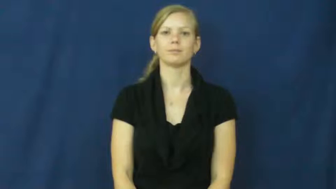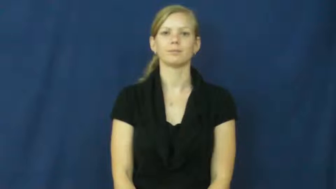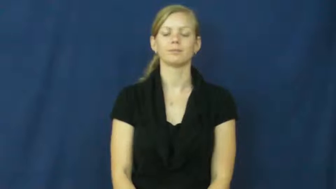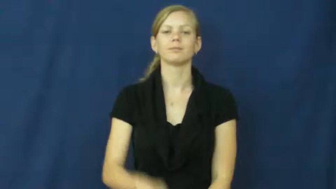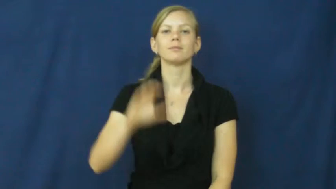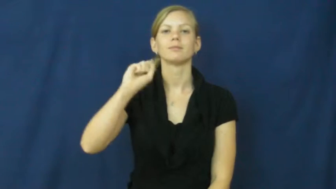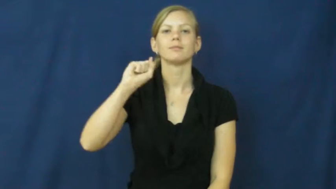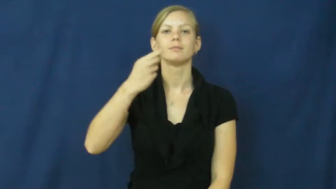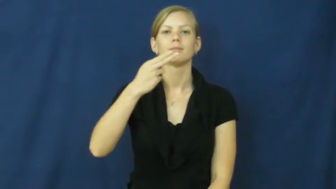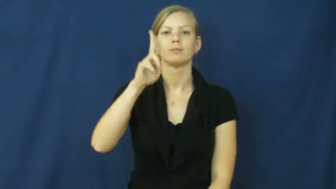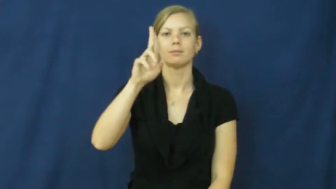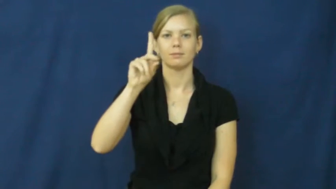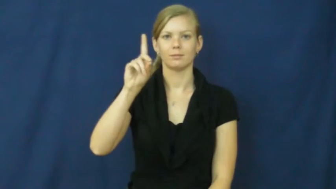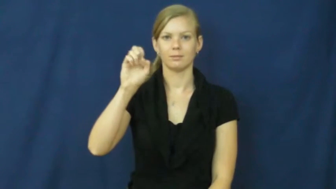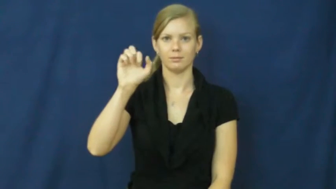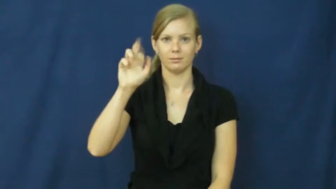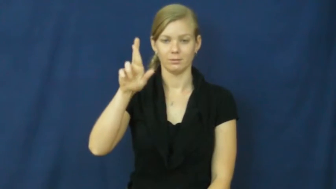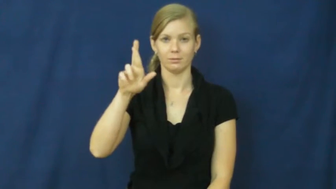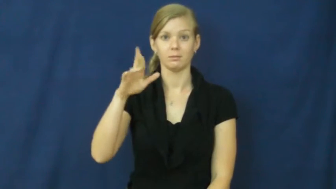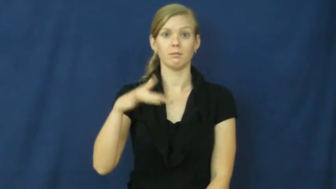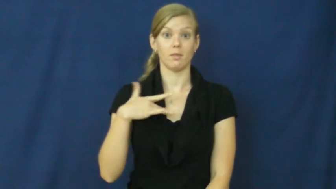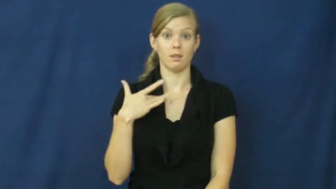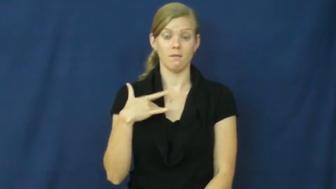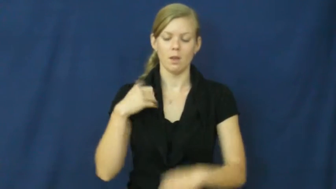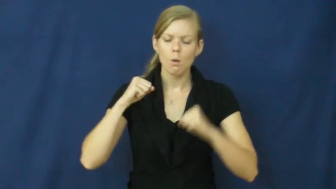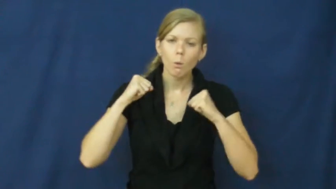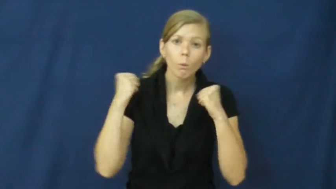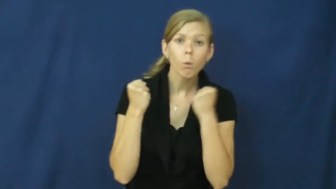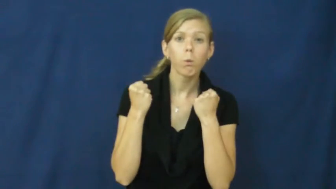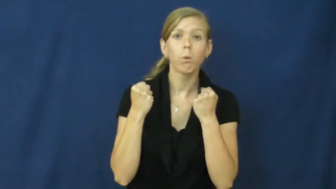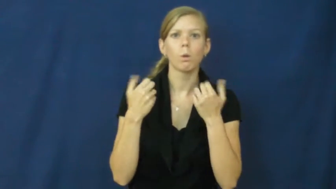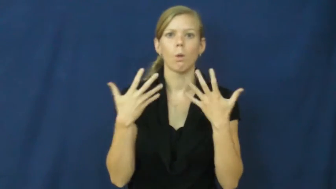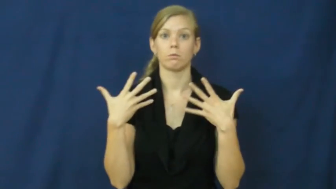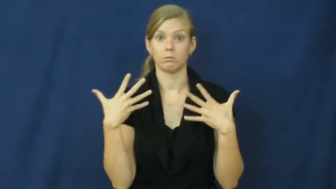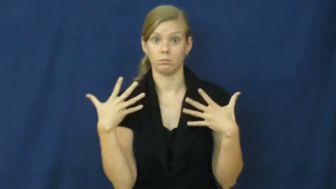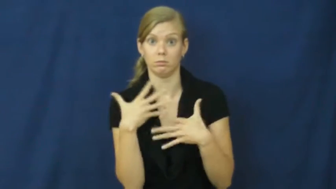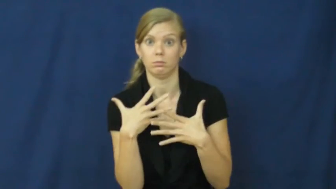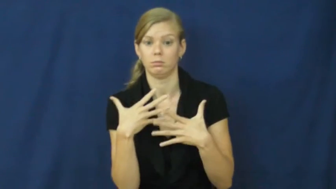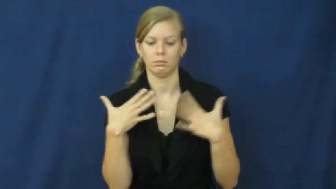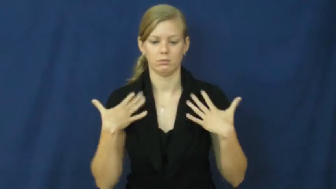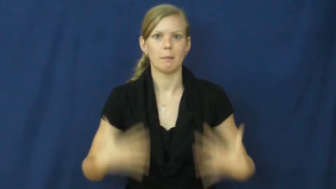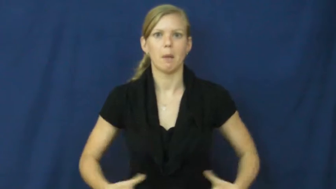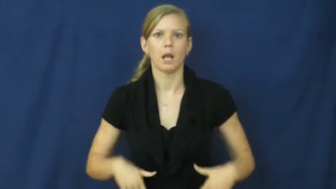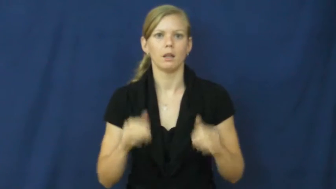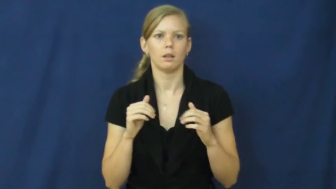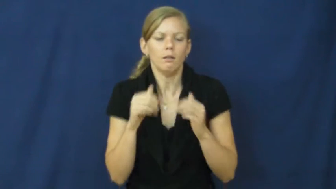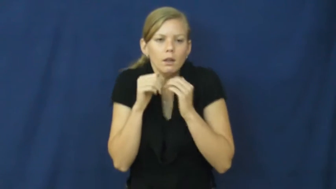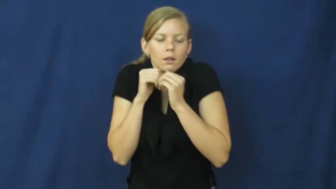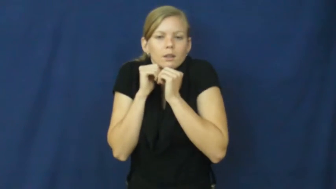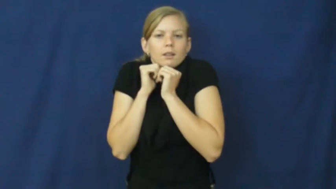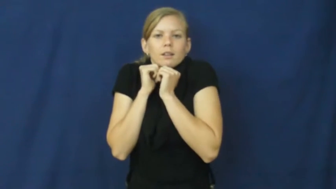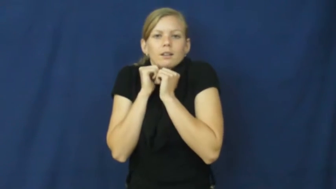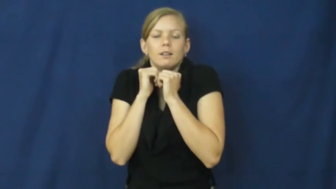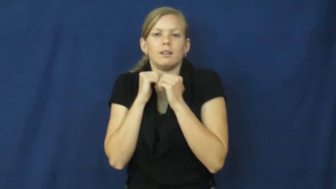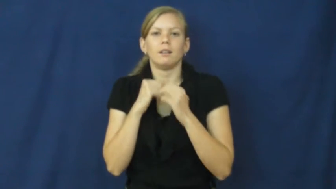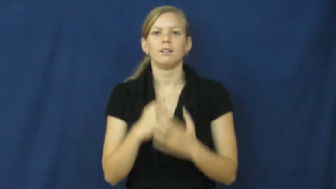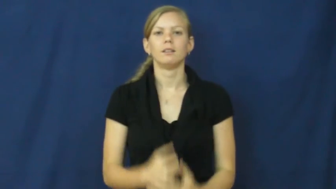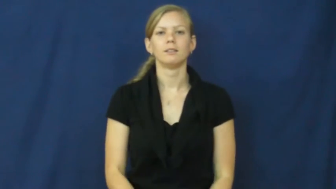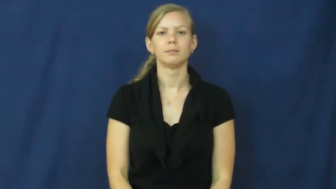shudder